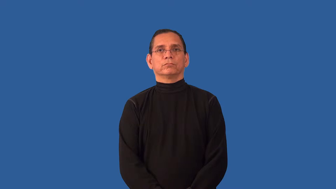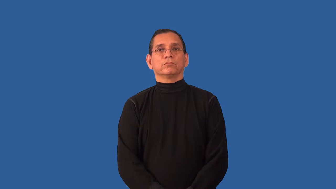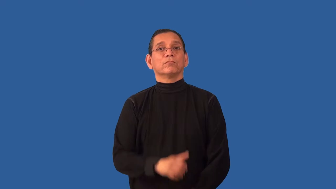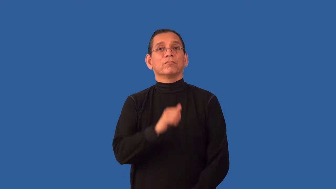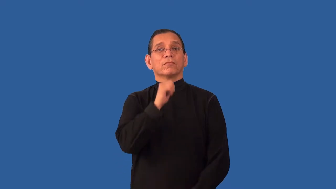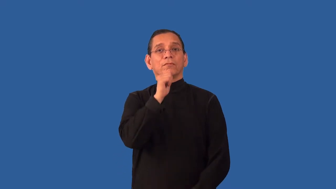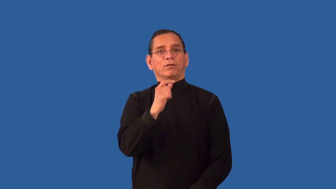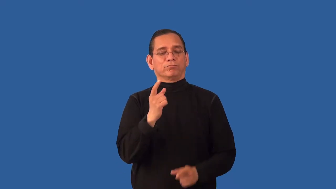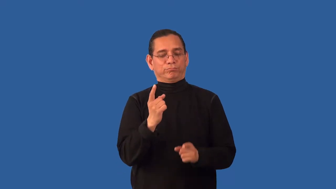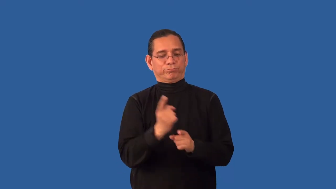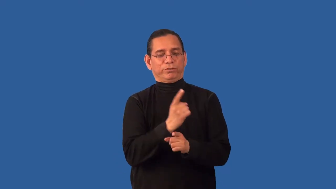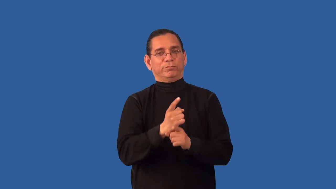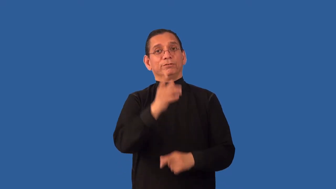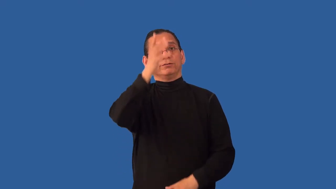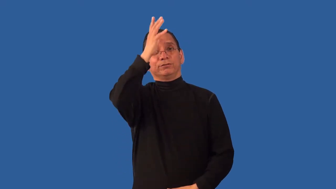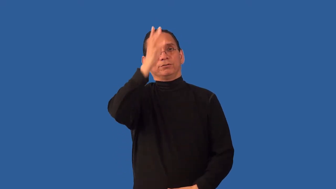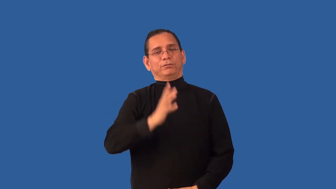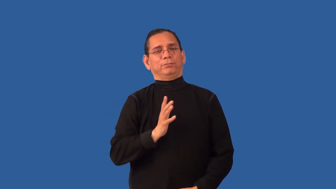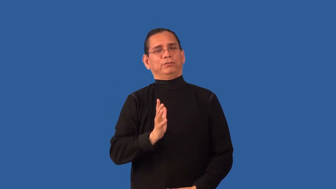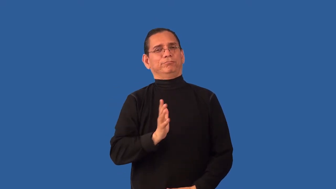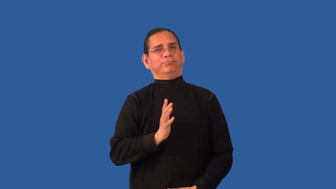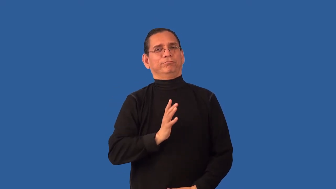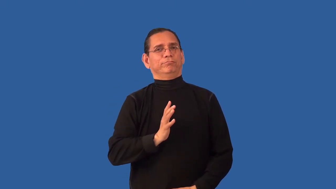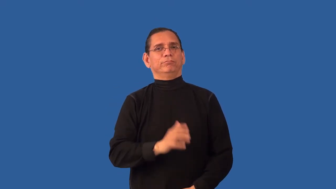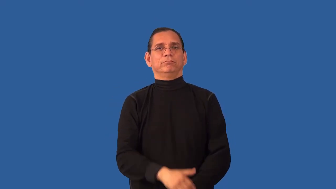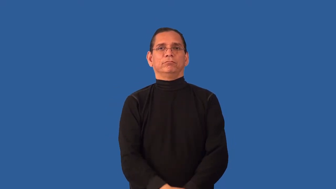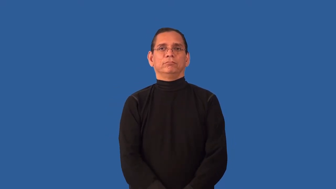ungentlemanly